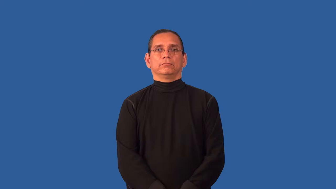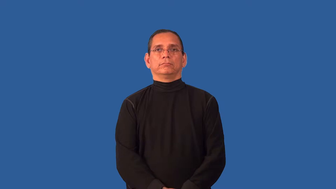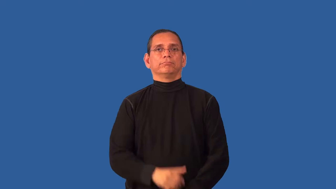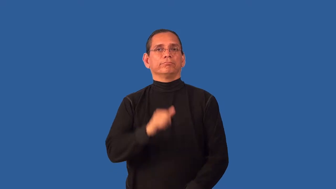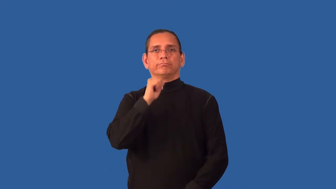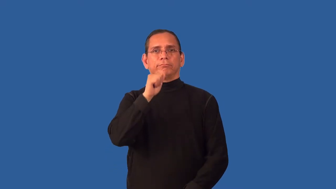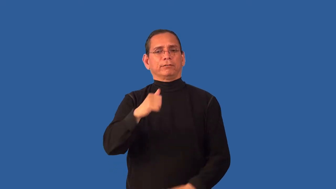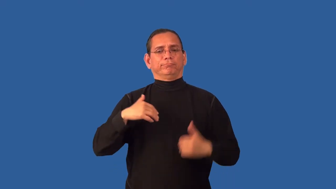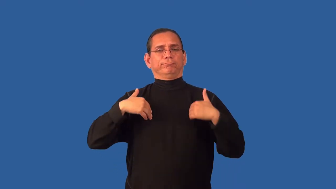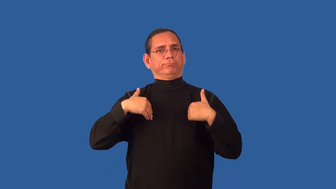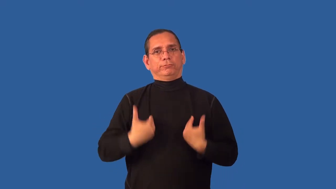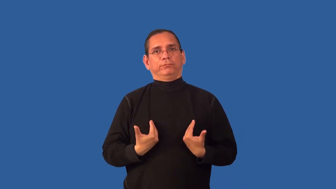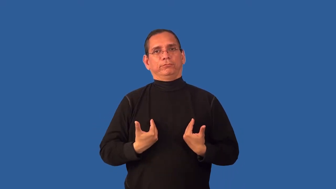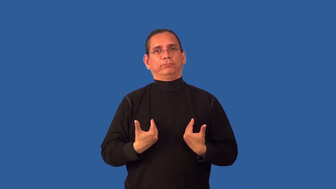unwearied